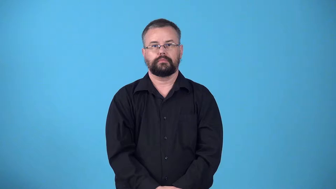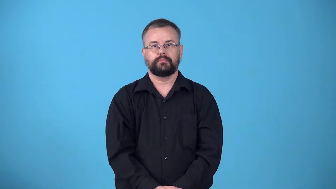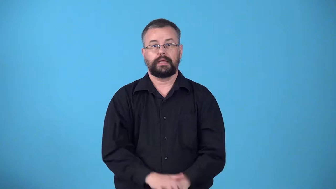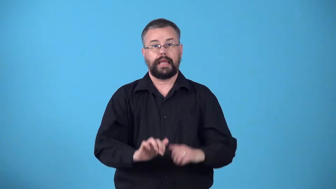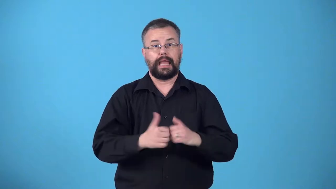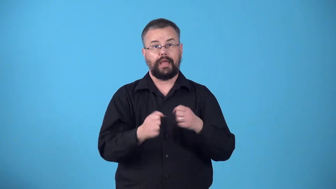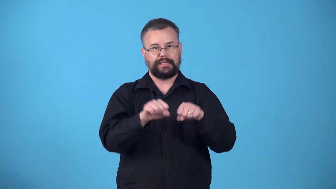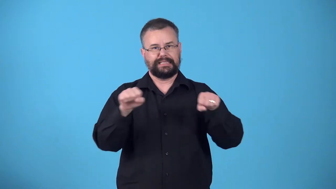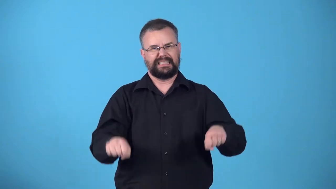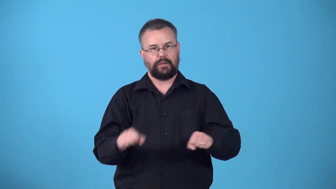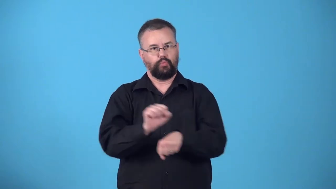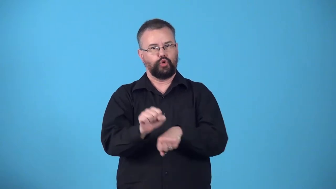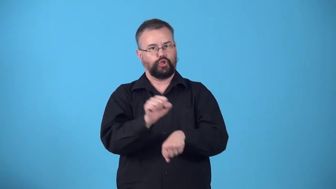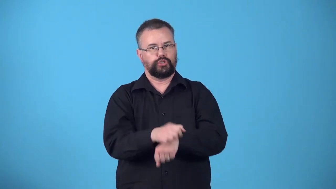workings